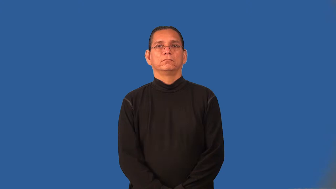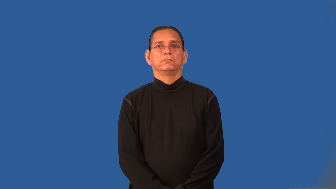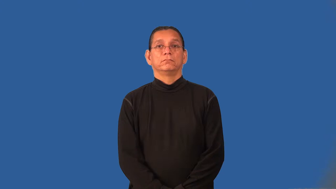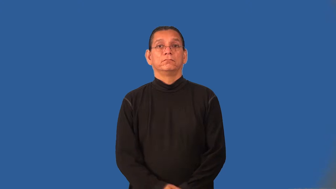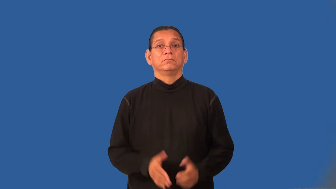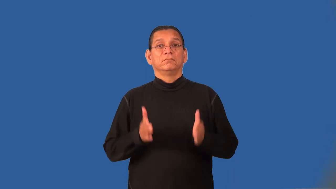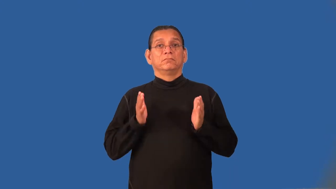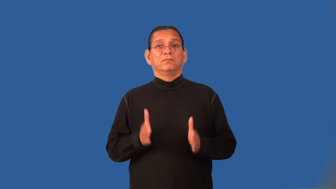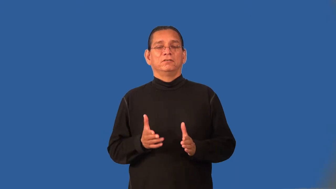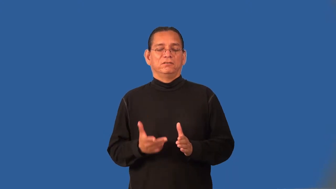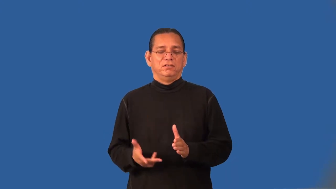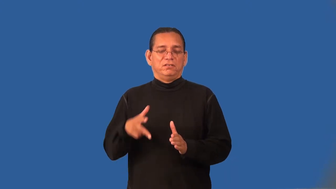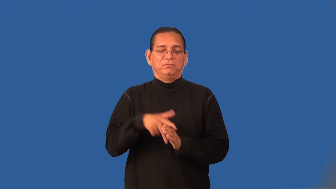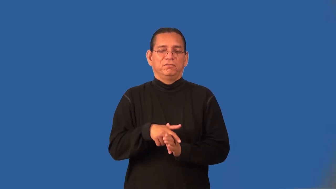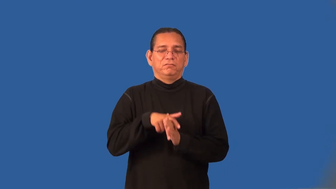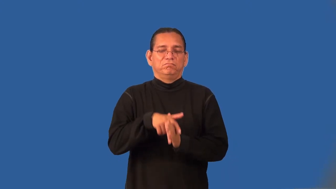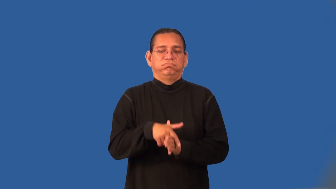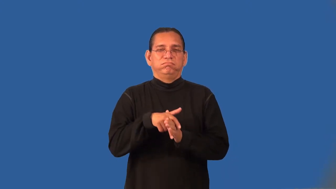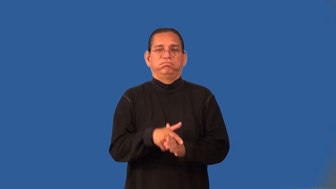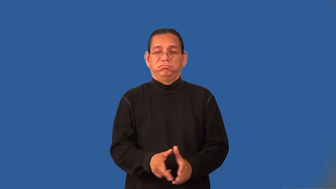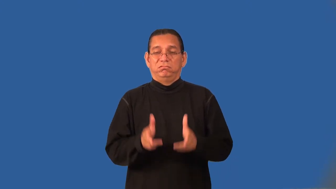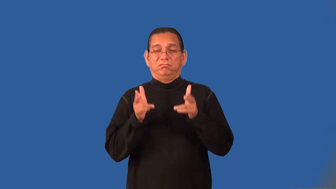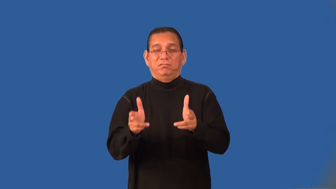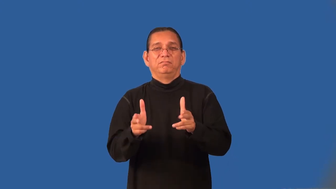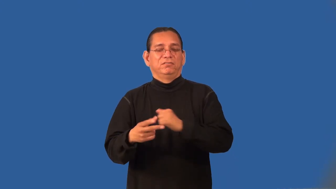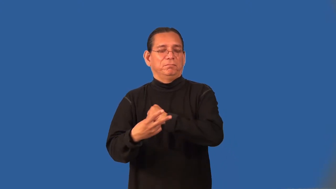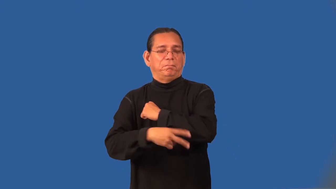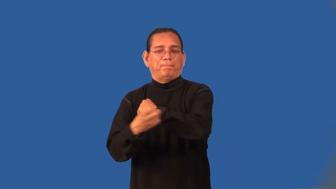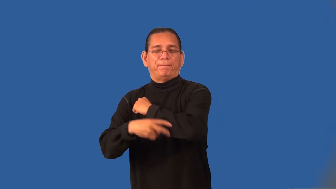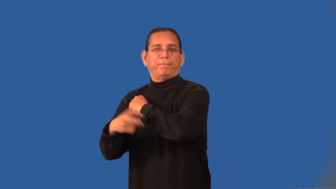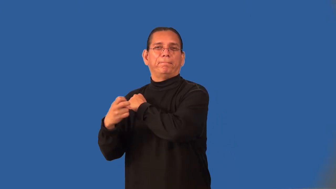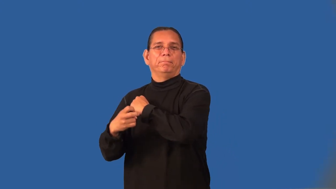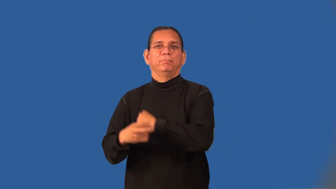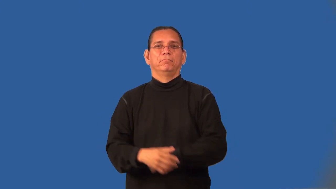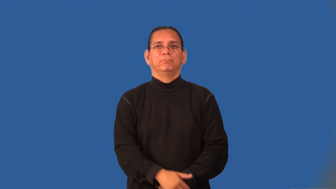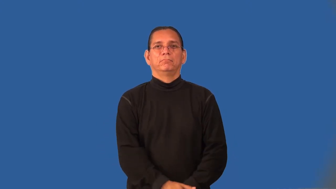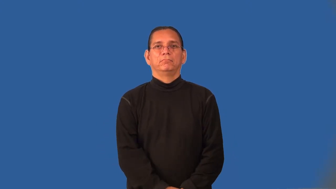highwayman